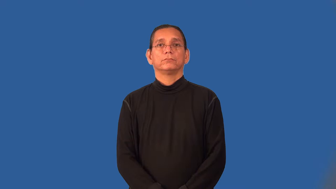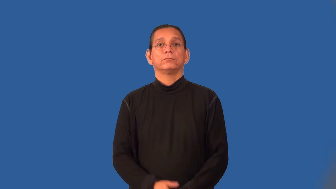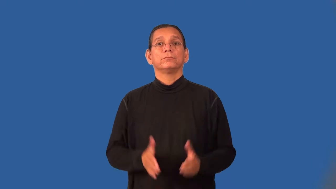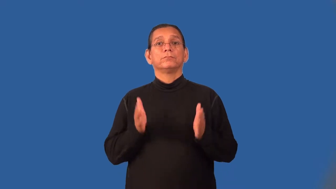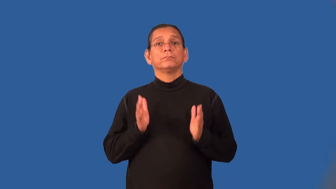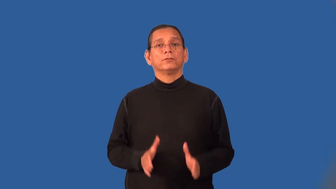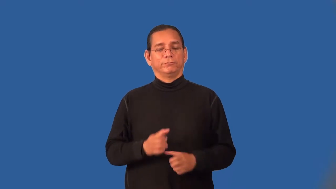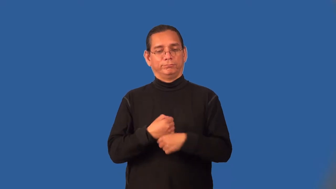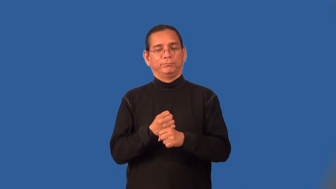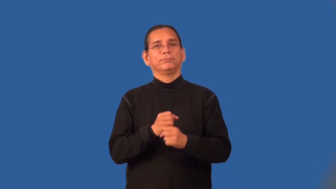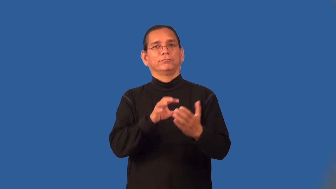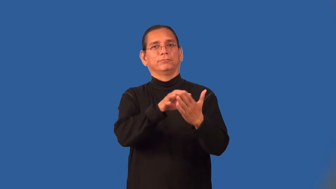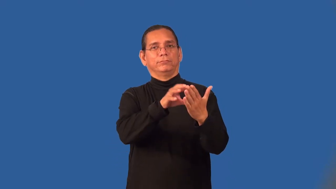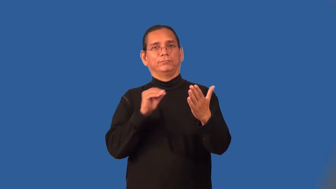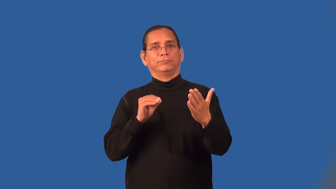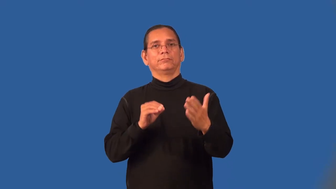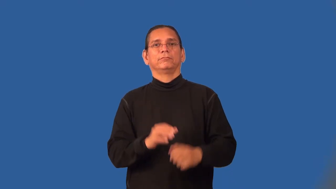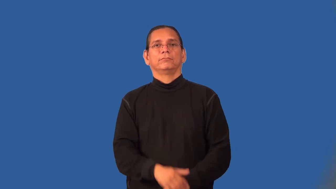reproducer